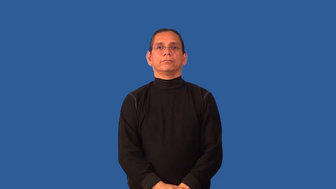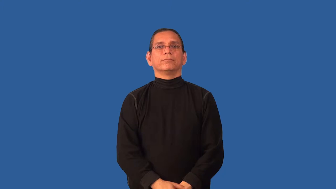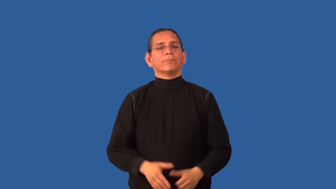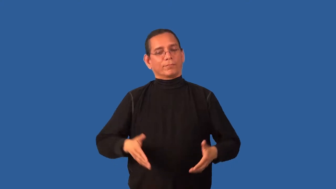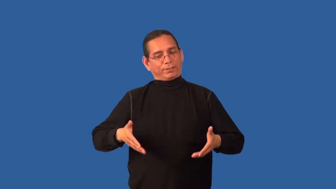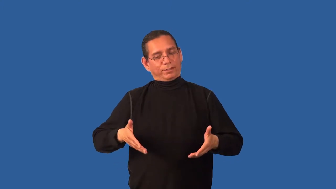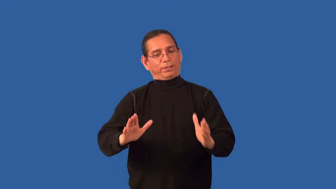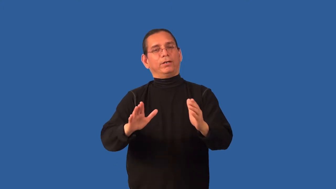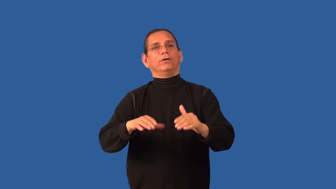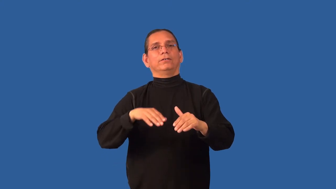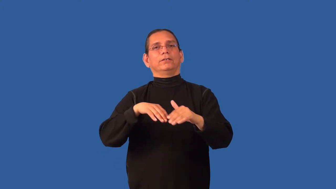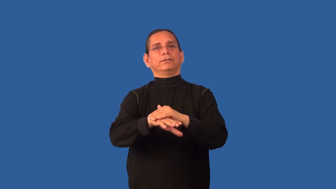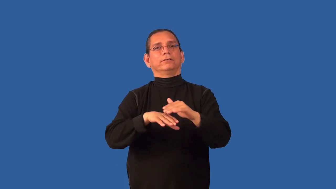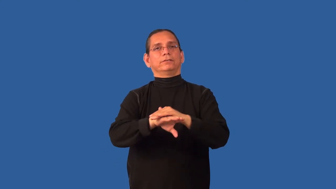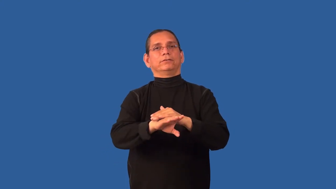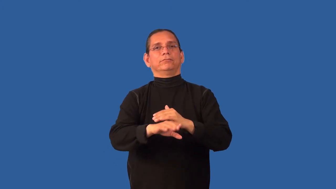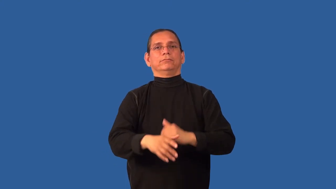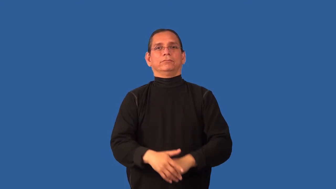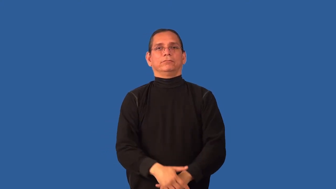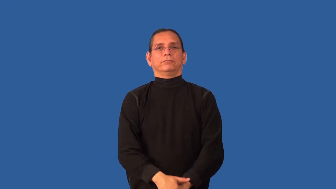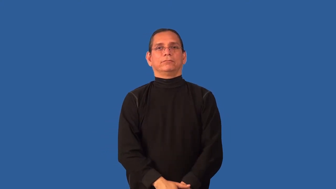clearance-allow to see